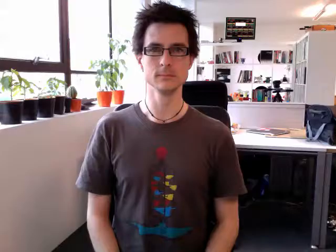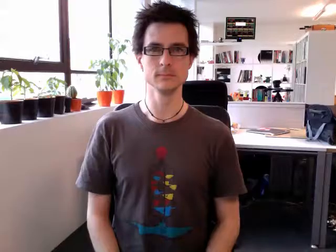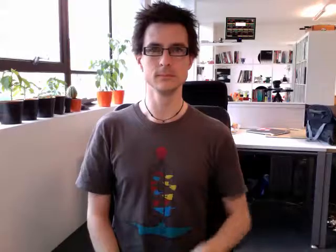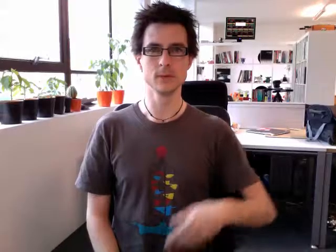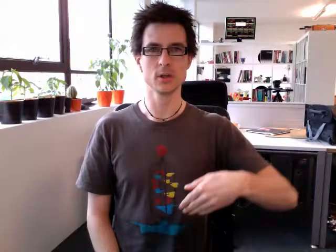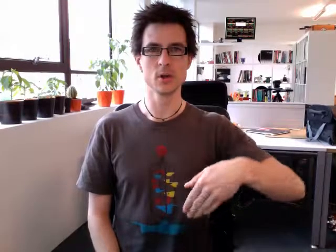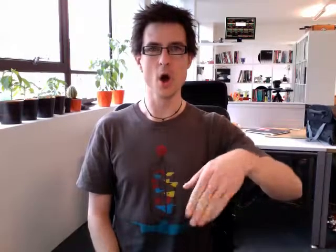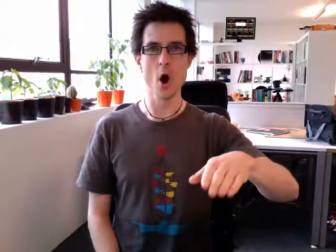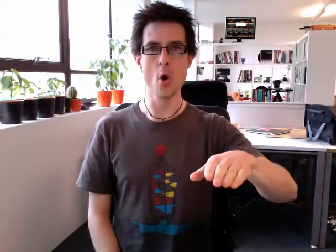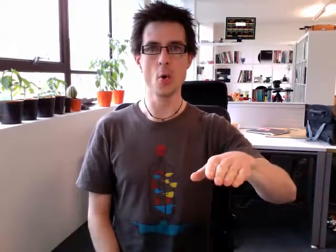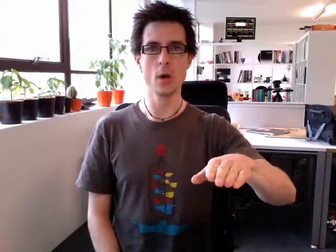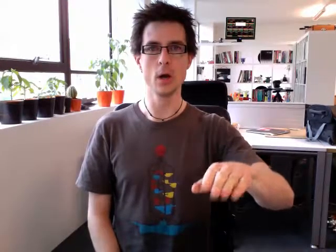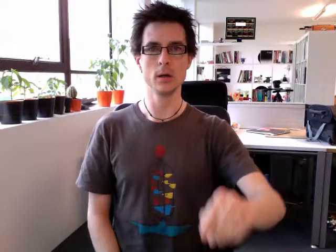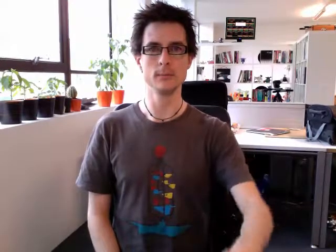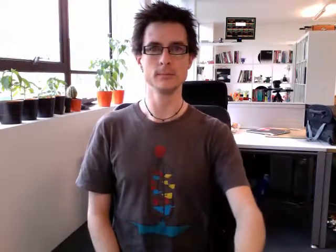go